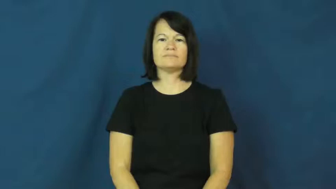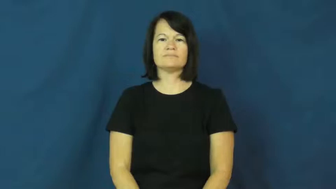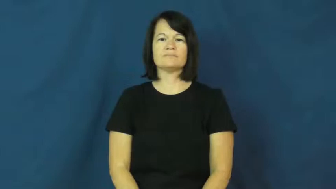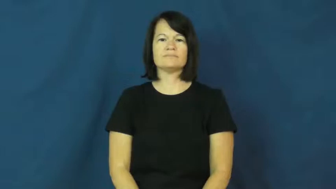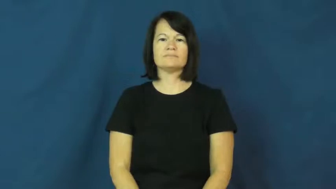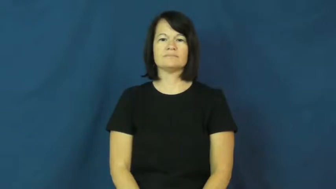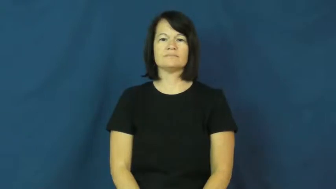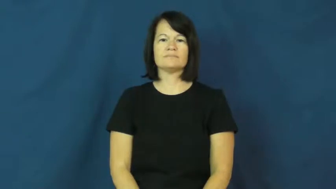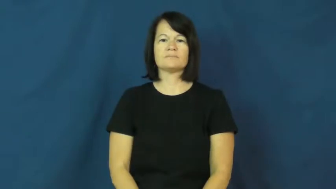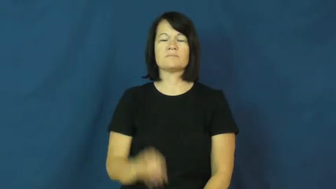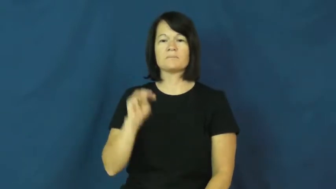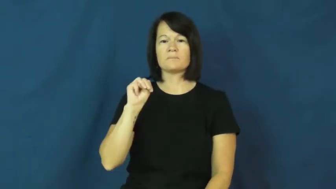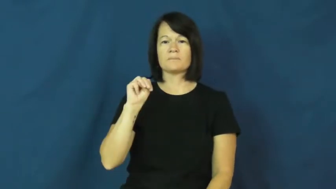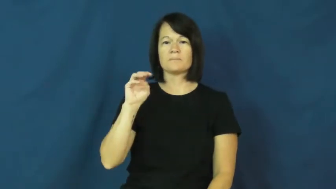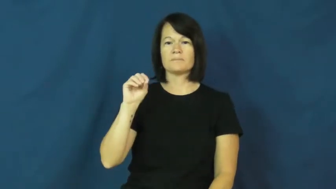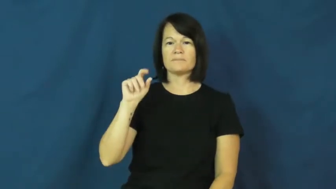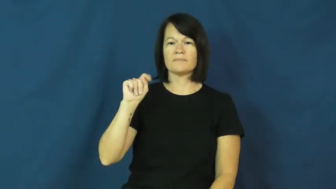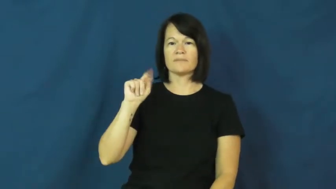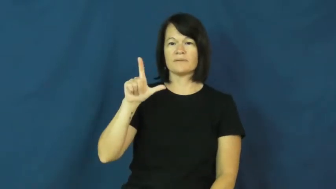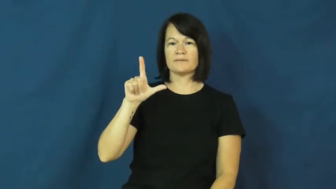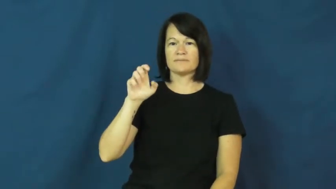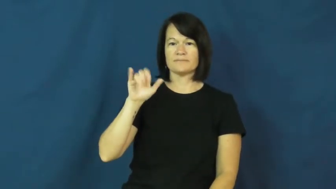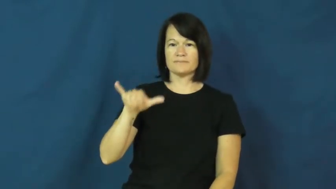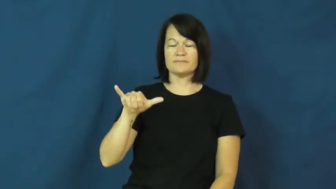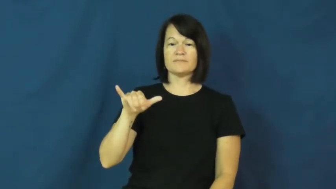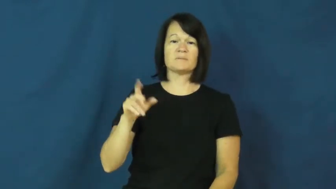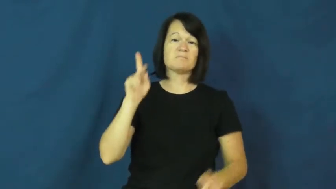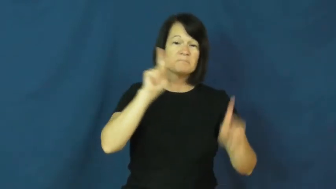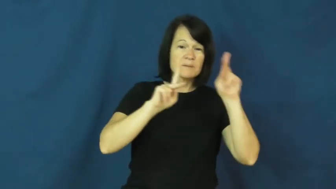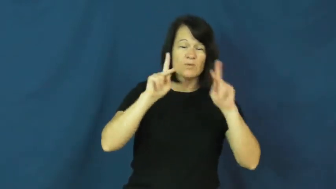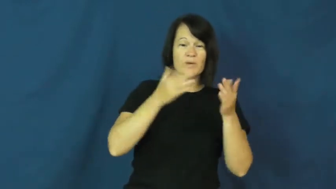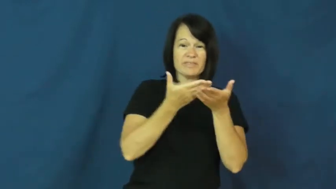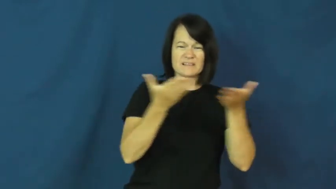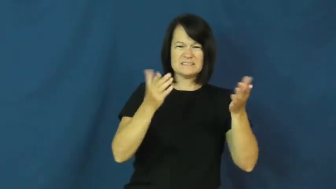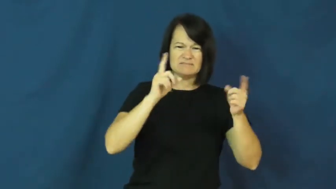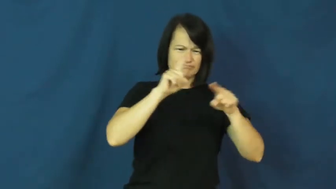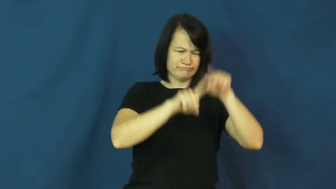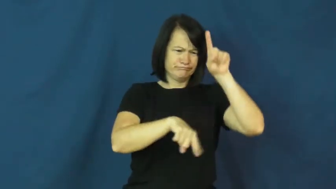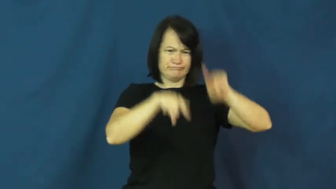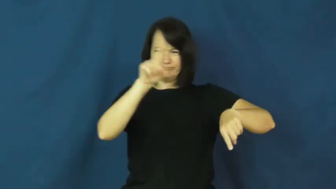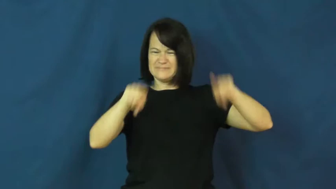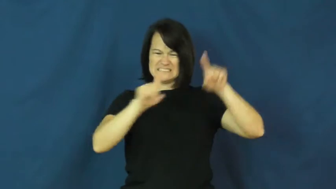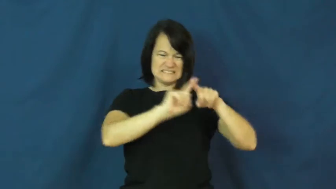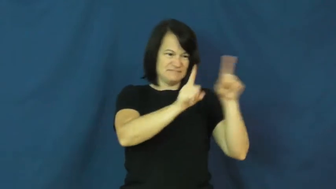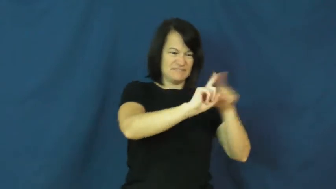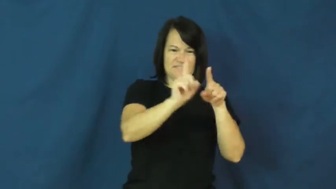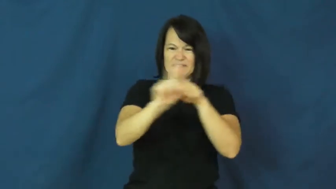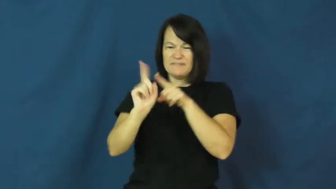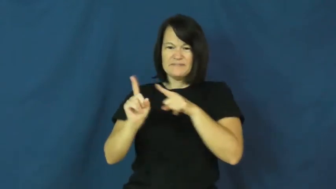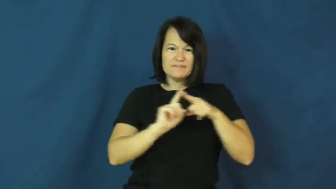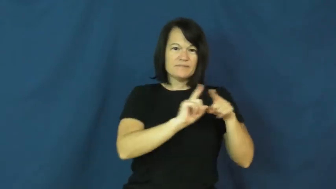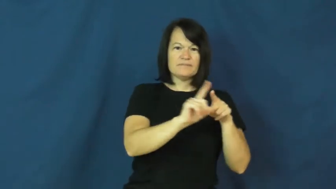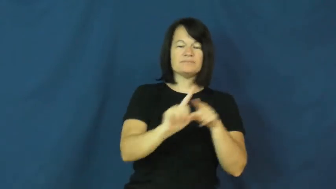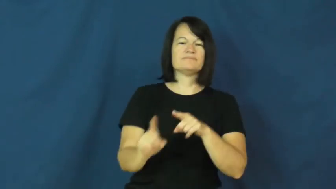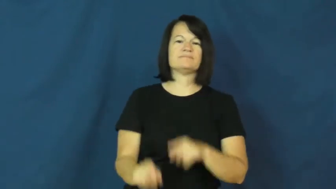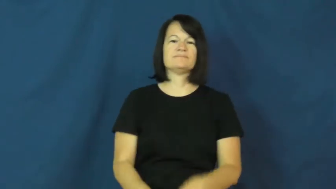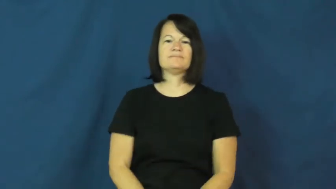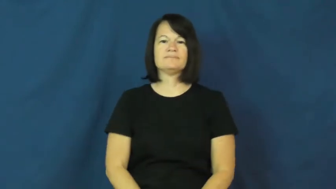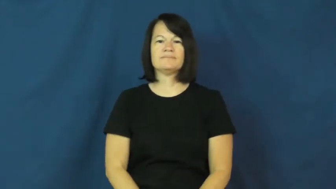motley